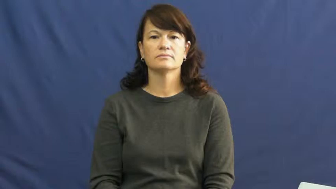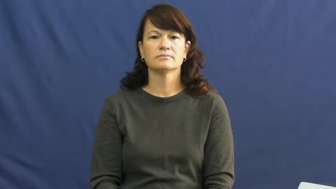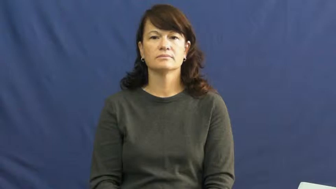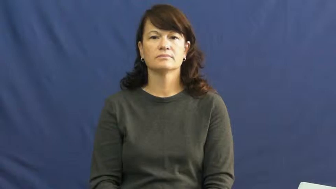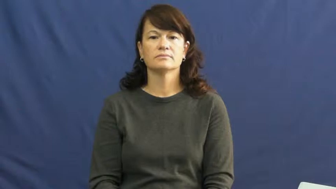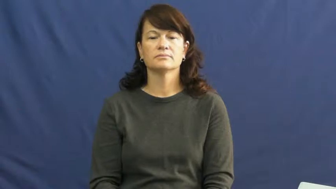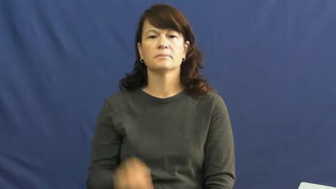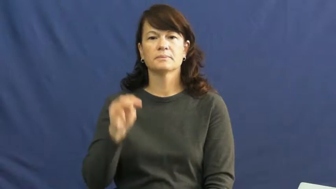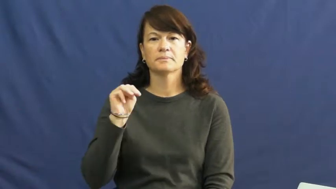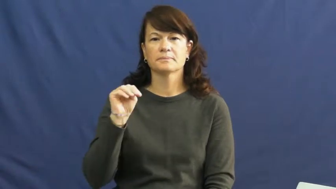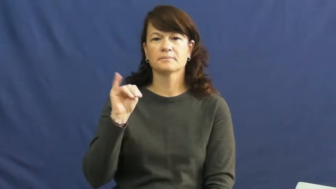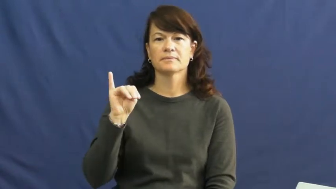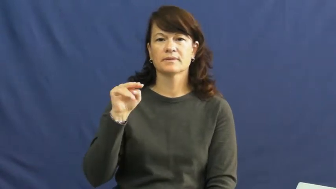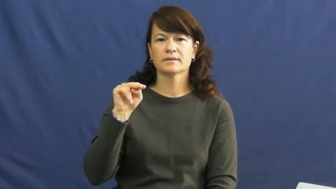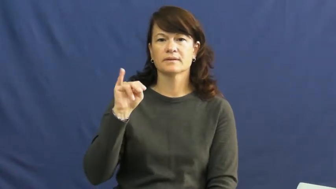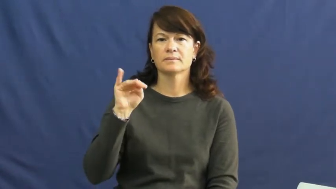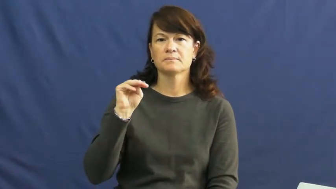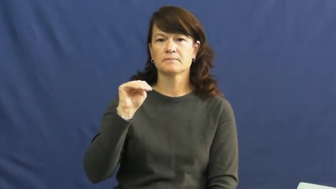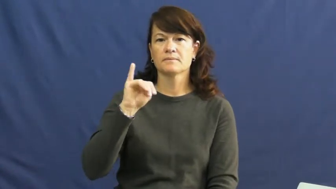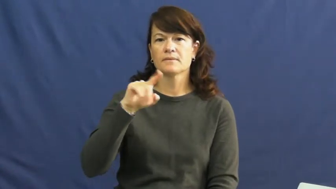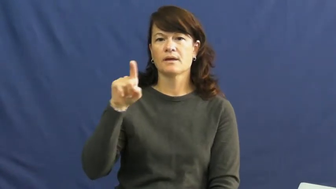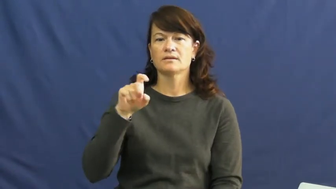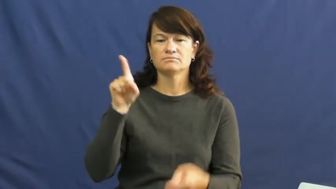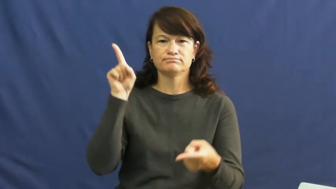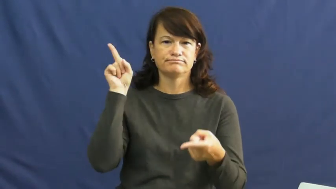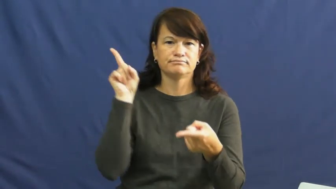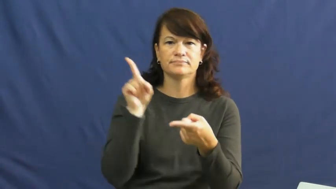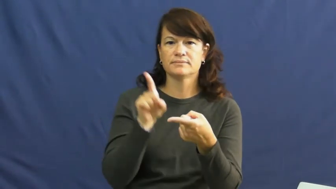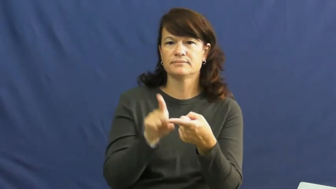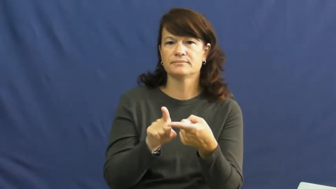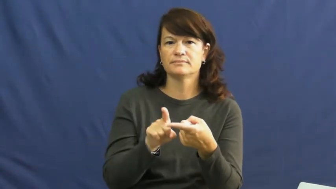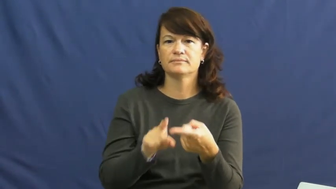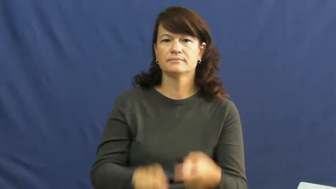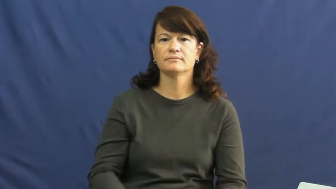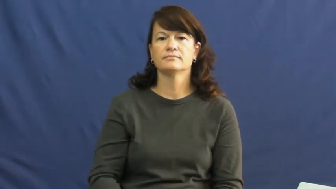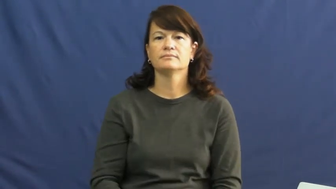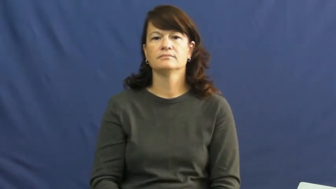minimize